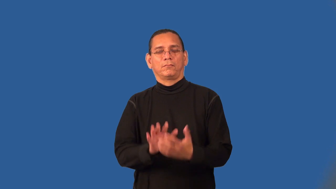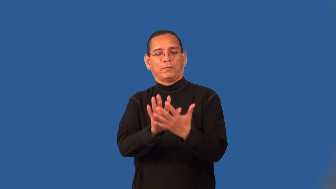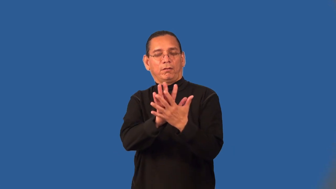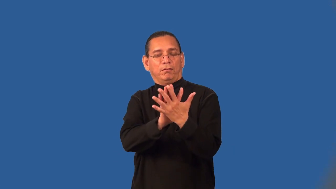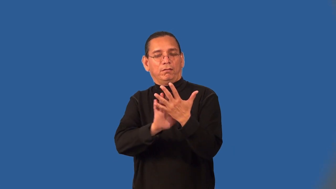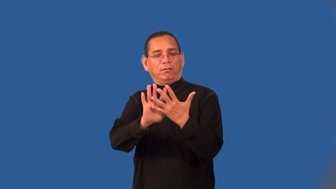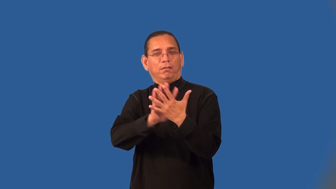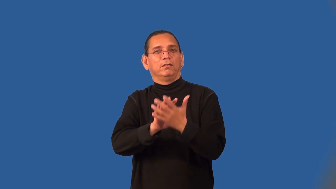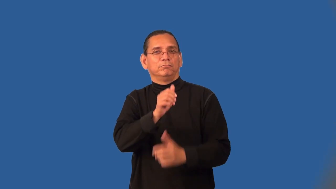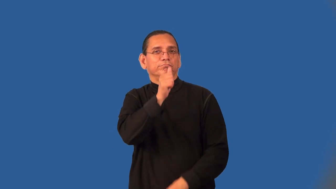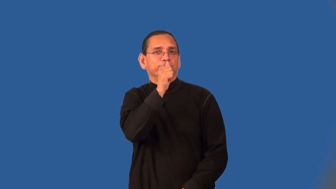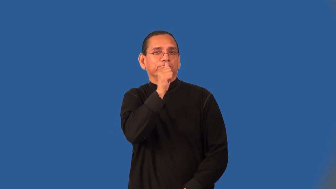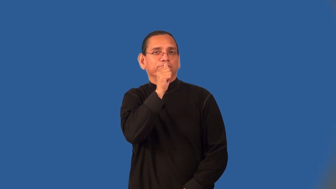"behind my back"